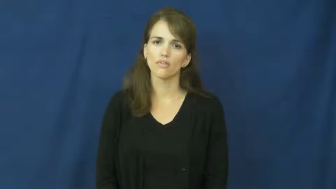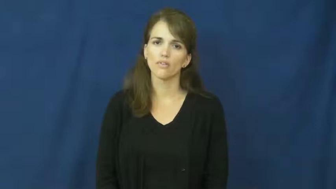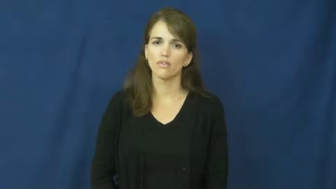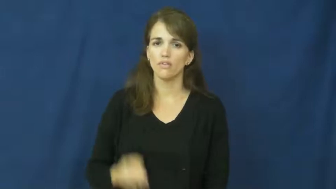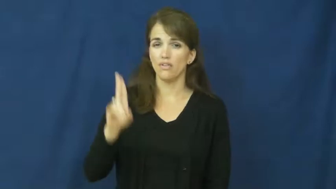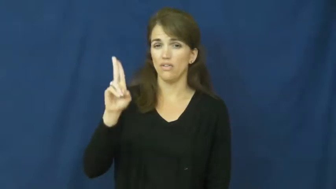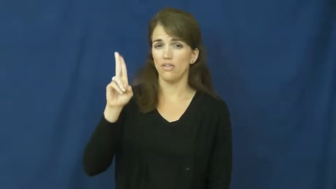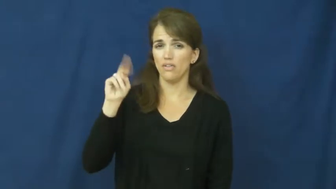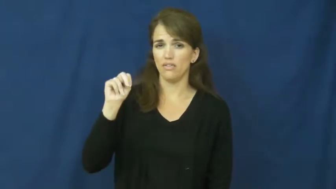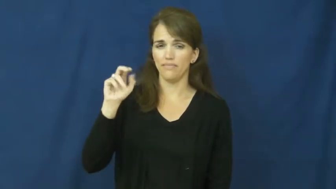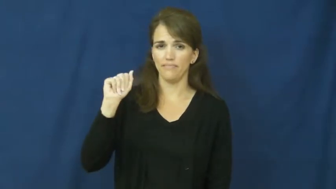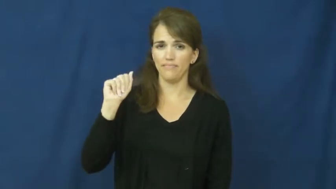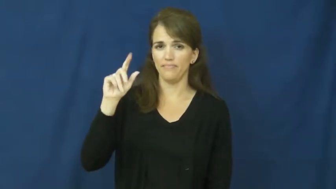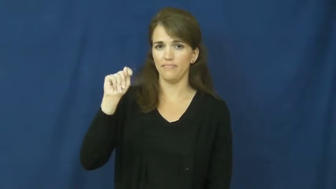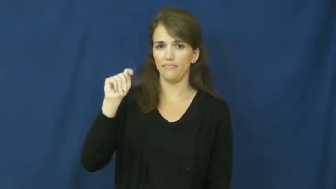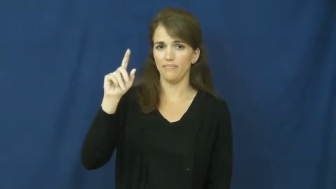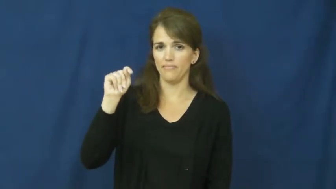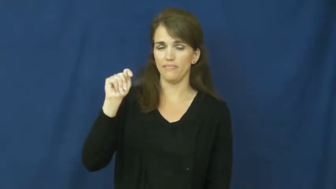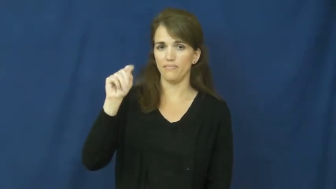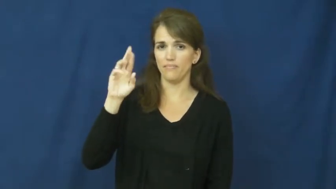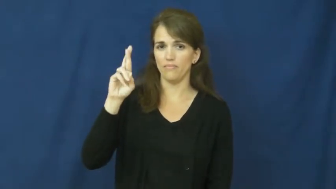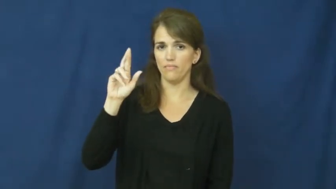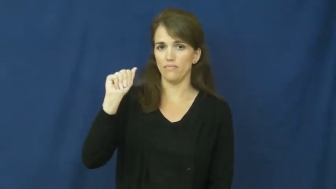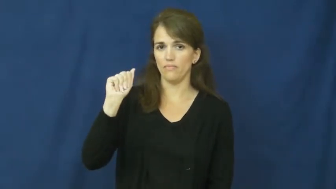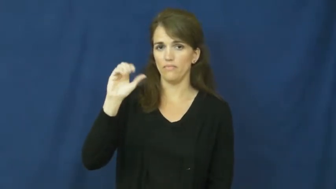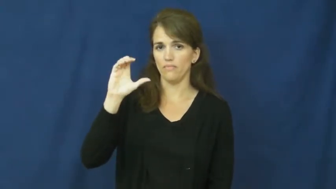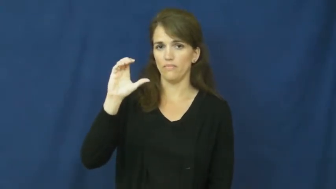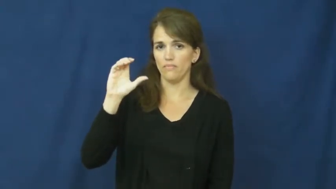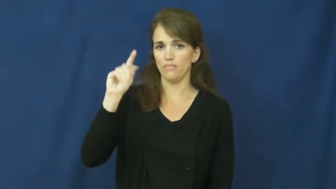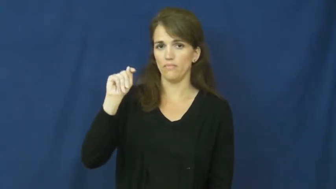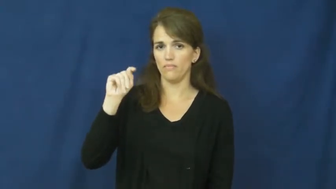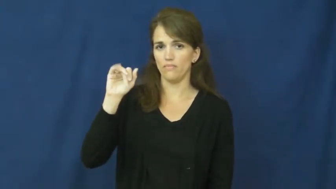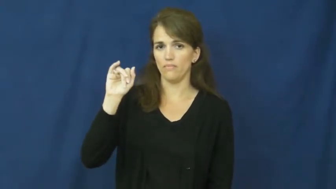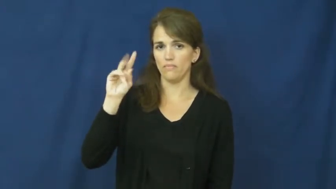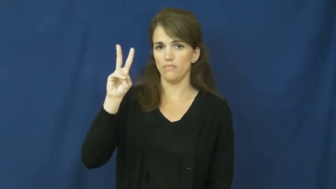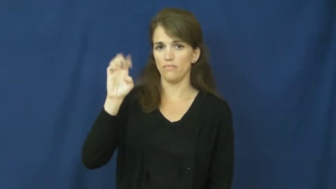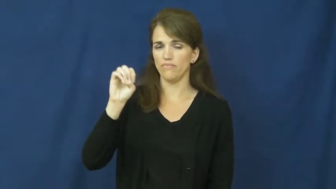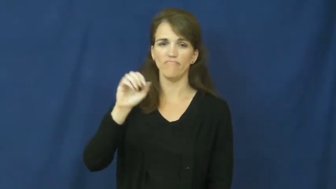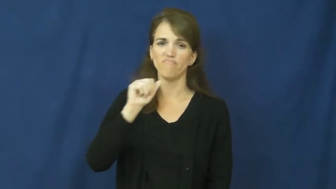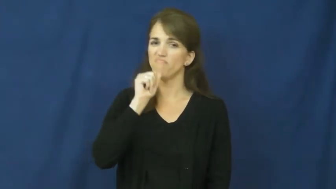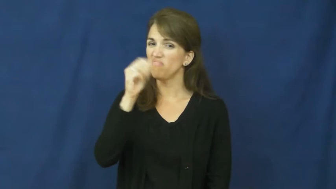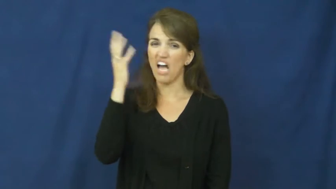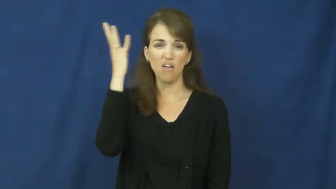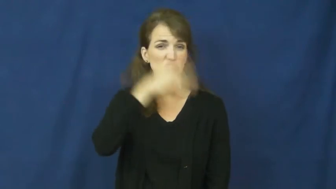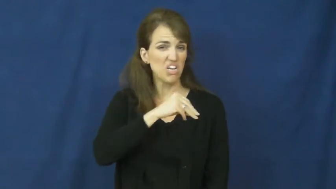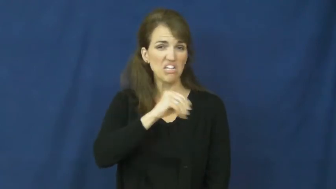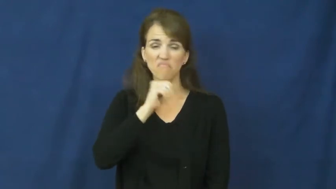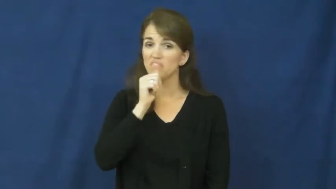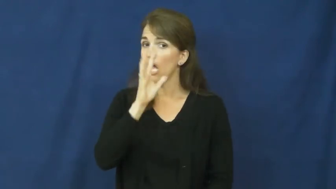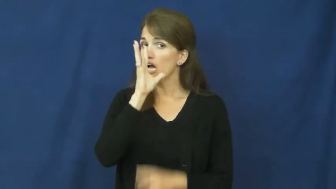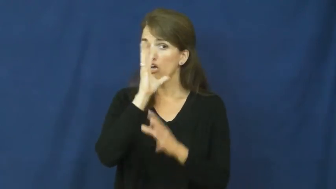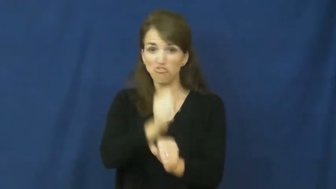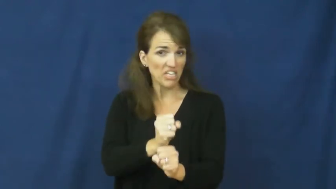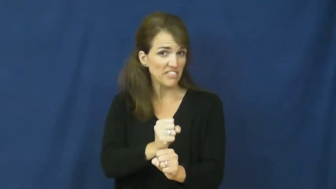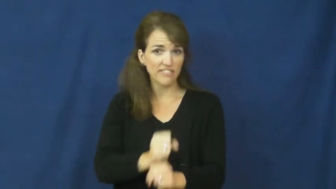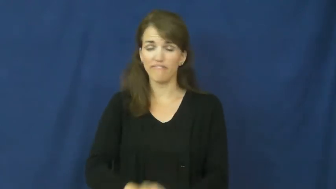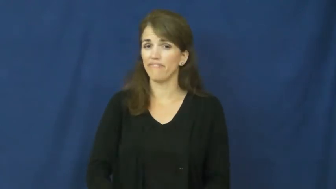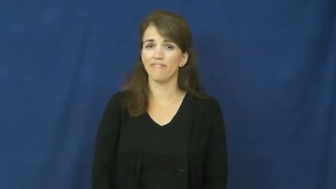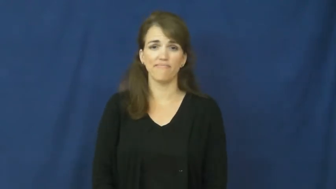unattractive